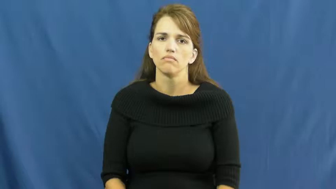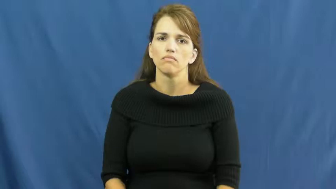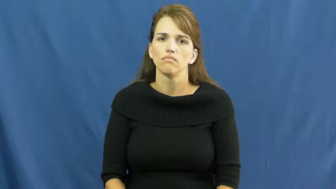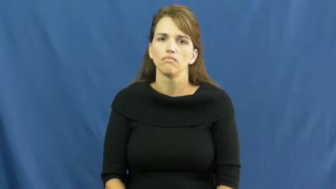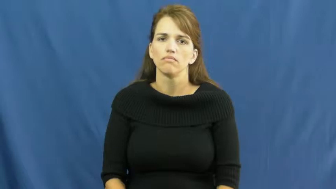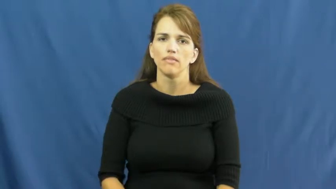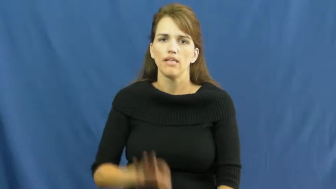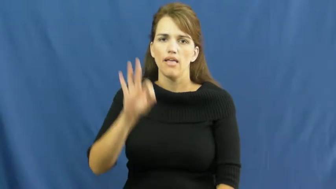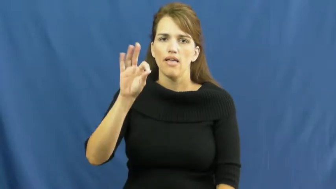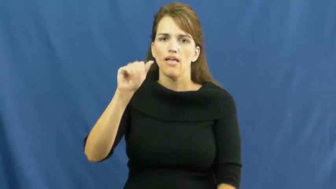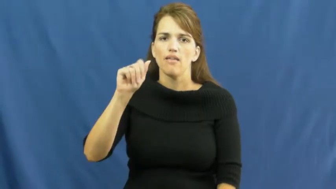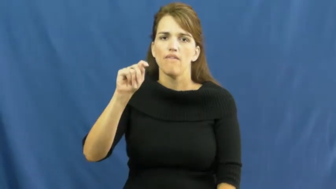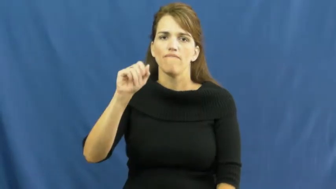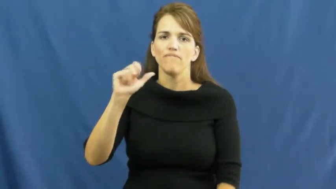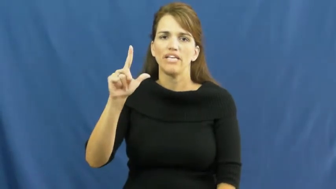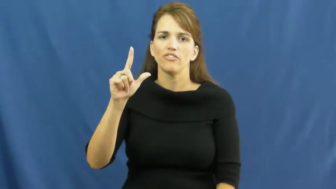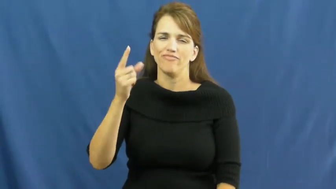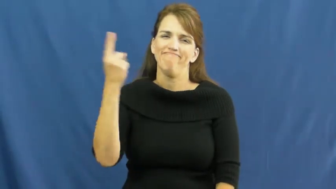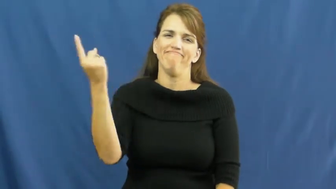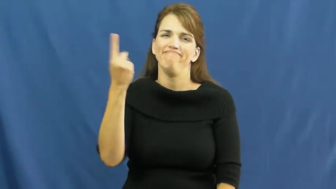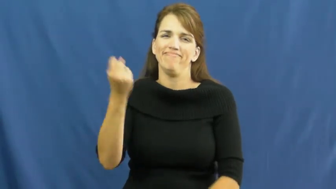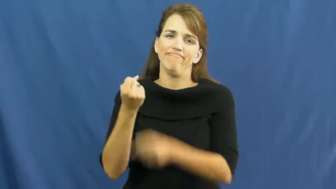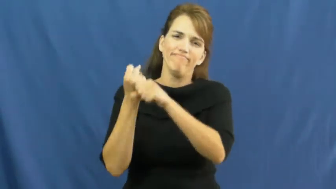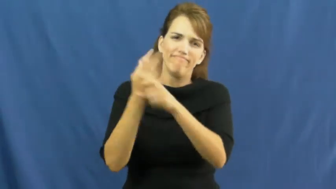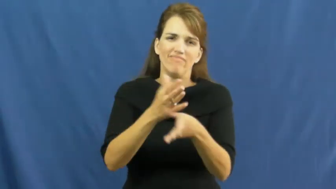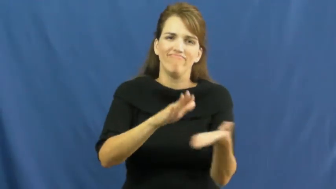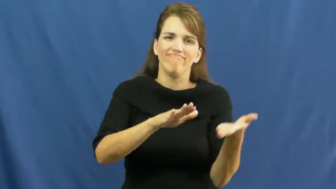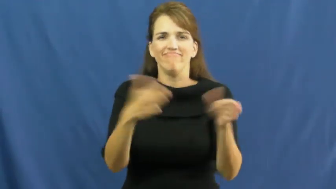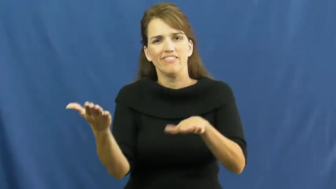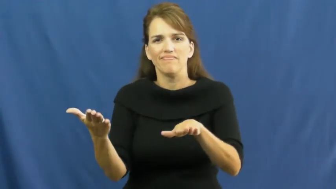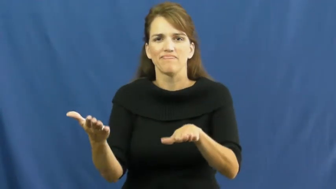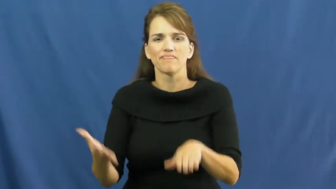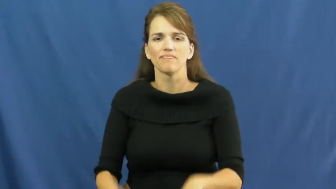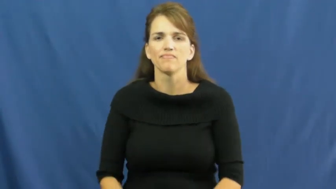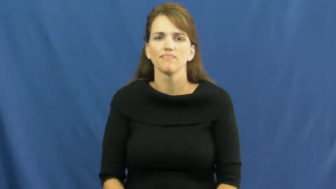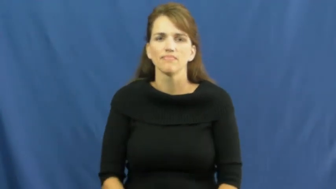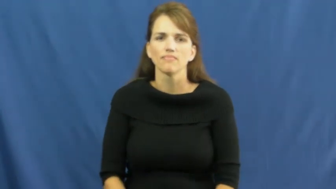fatal